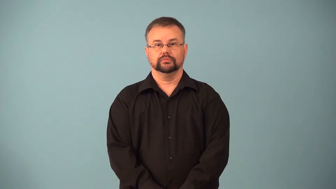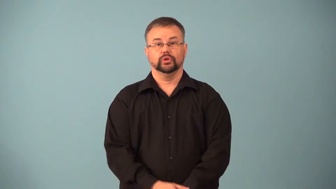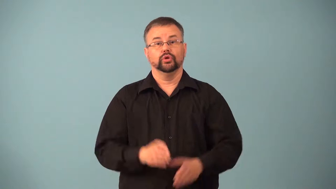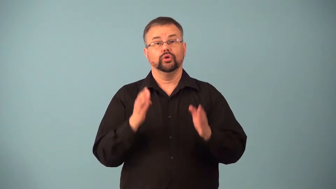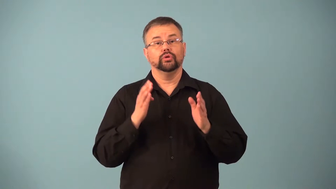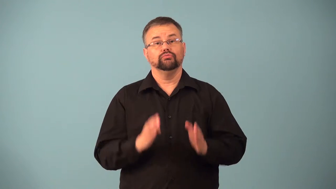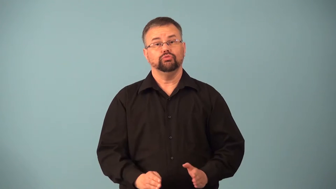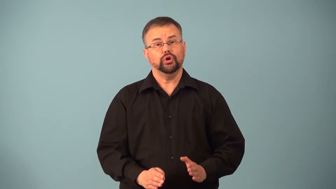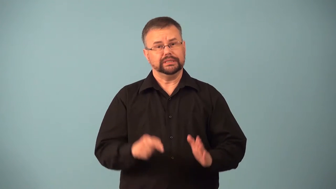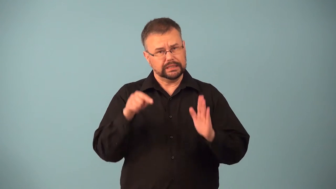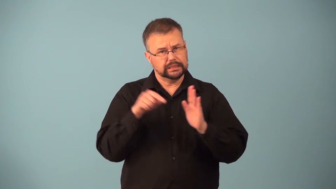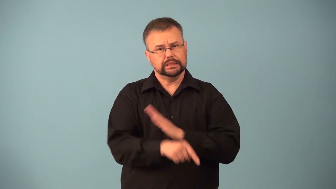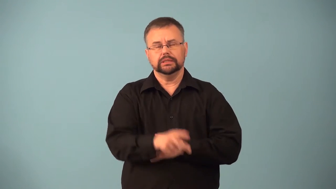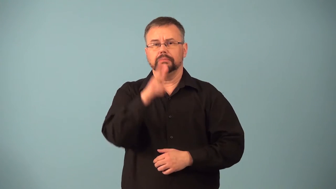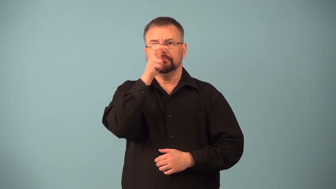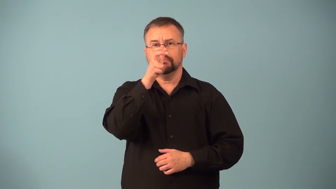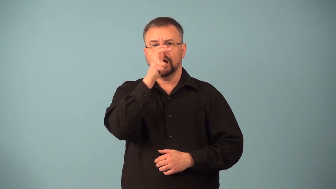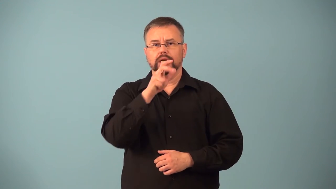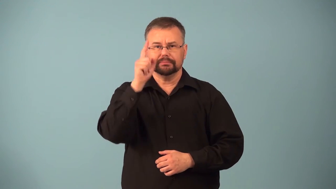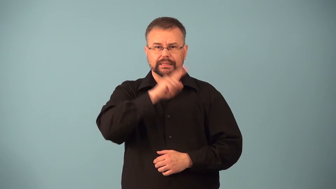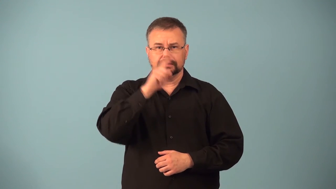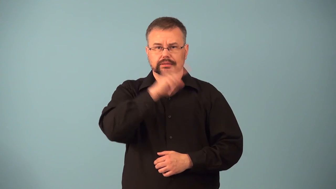exterminator